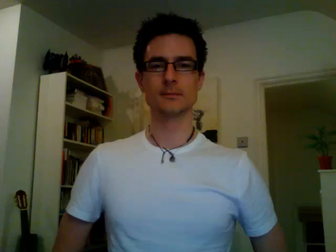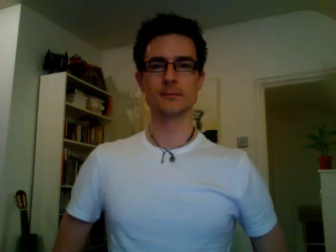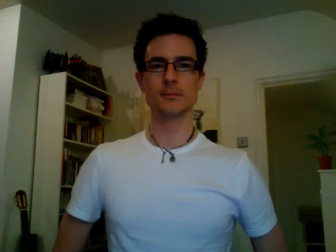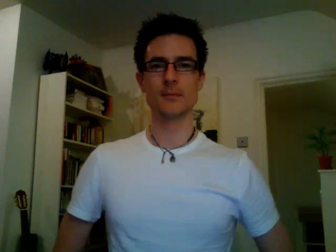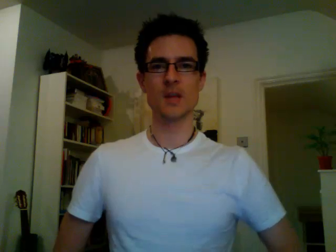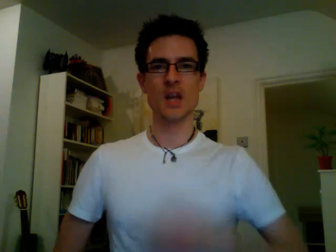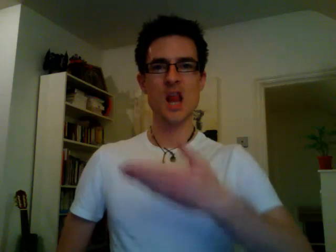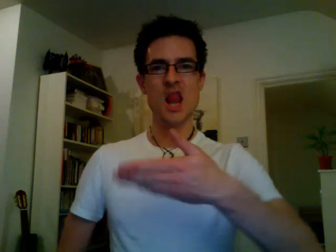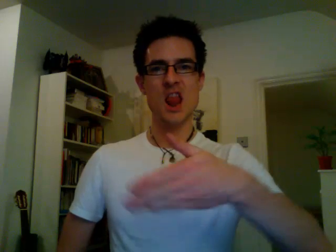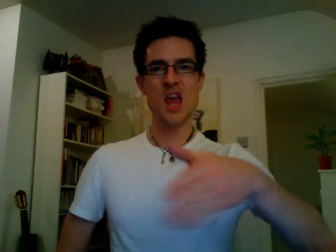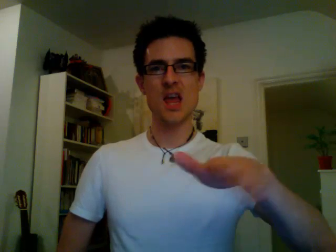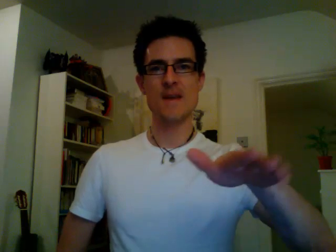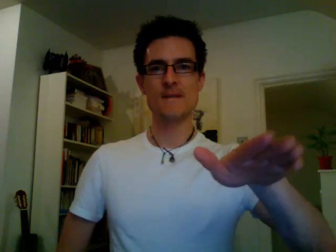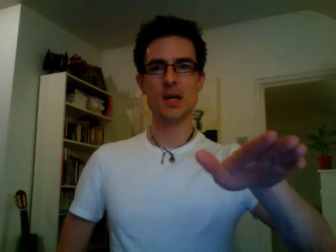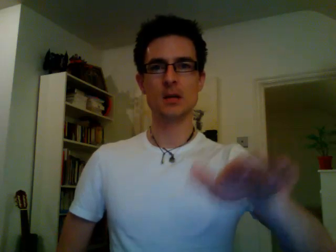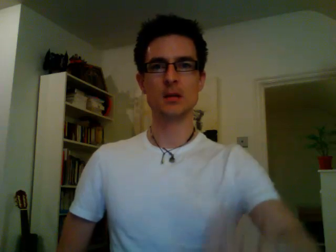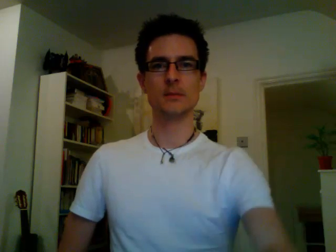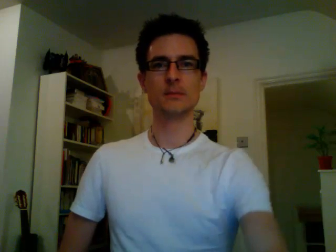leave